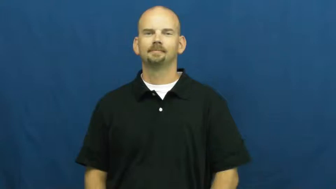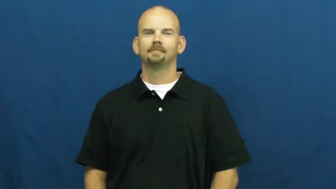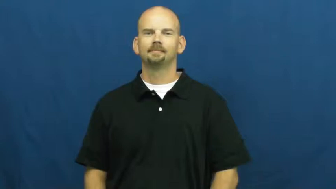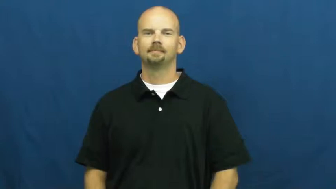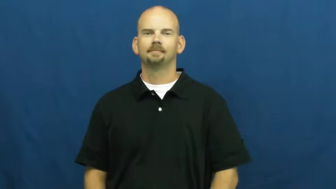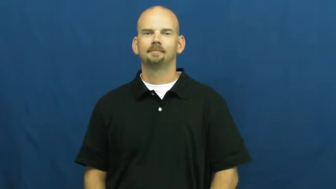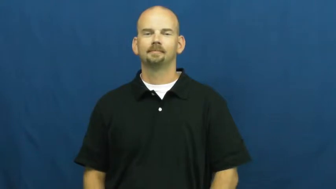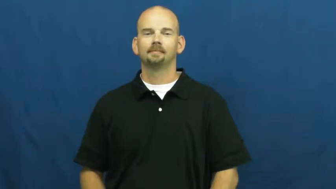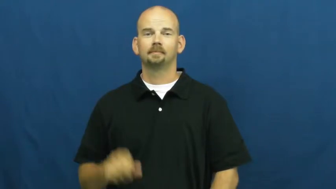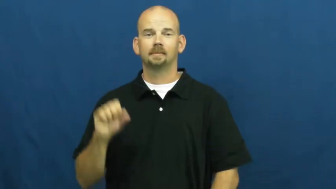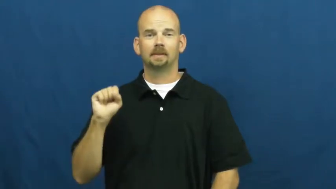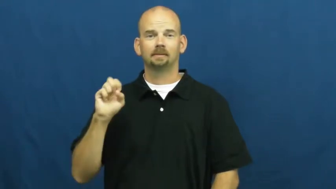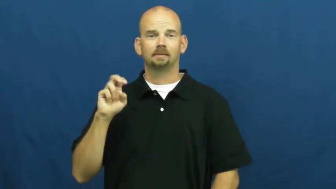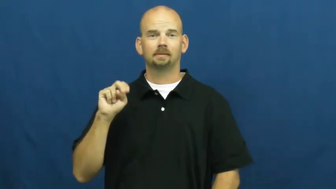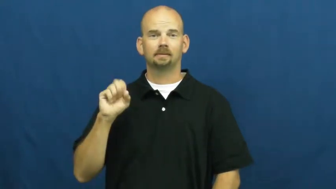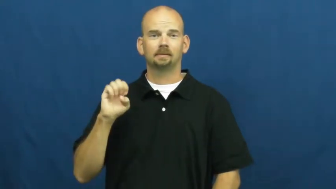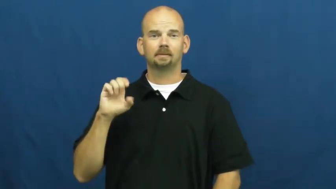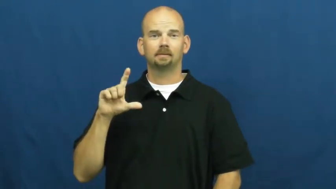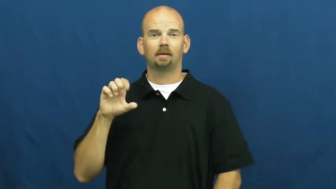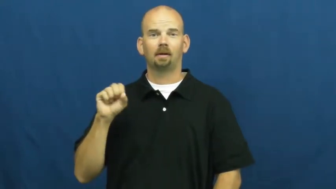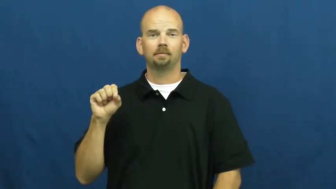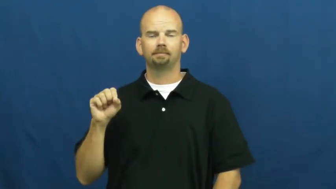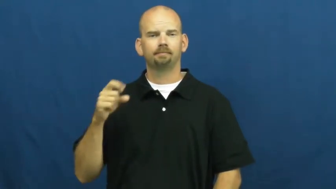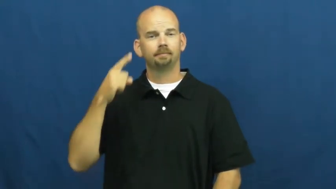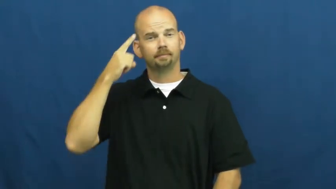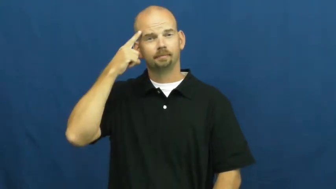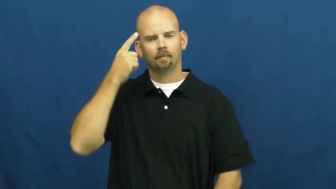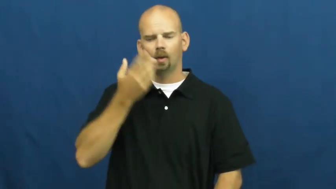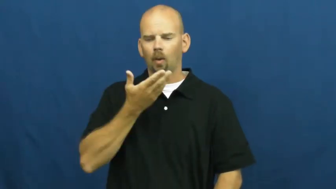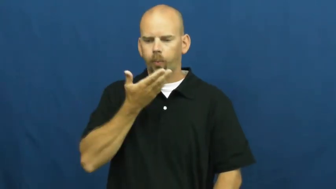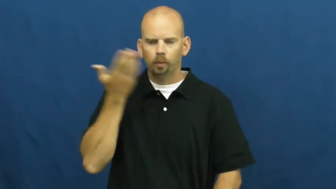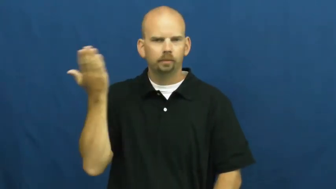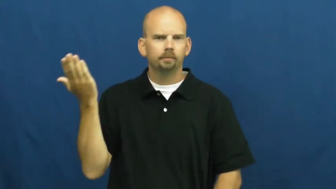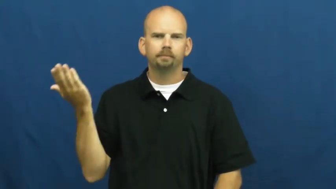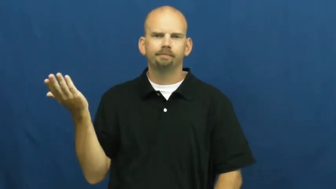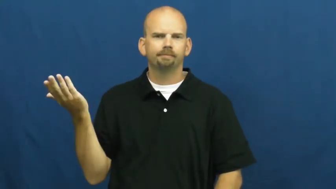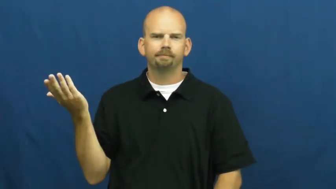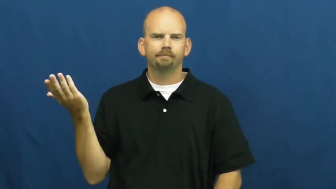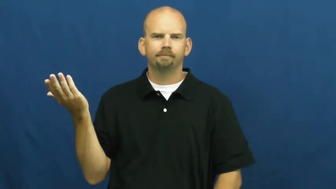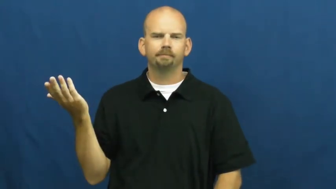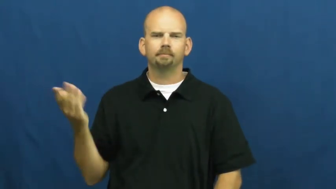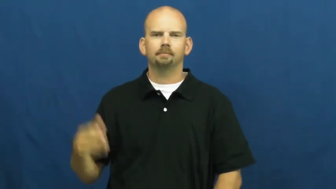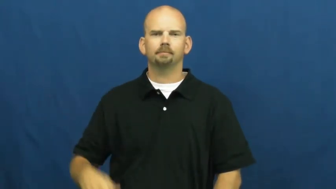senseless